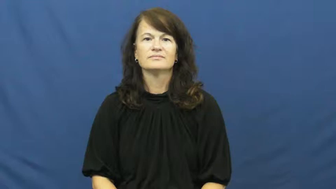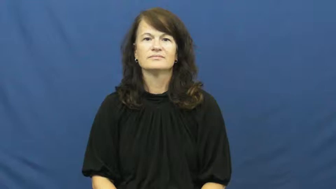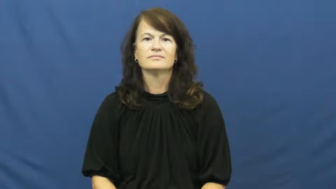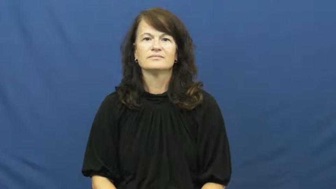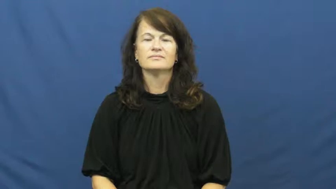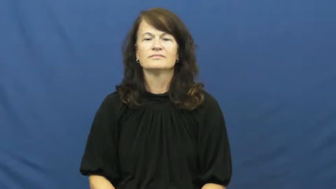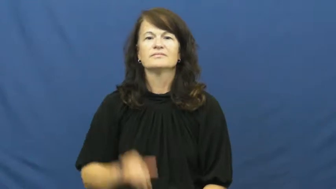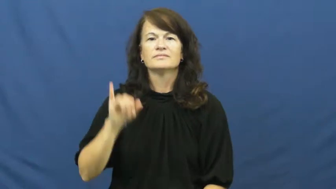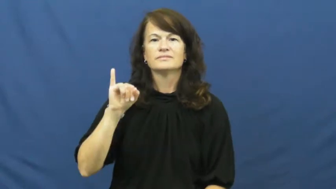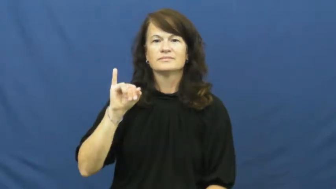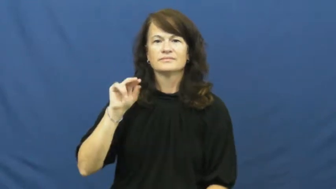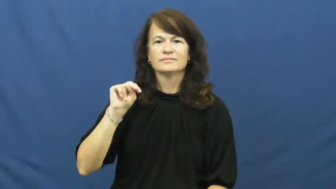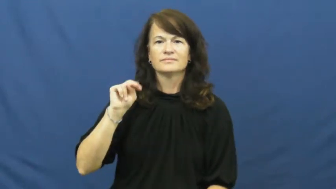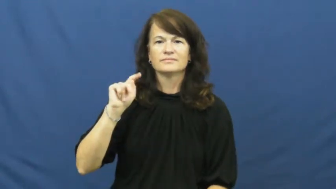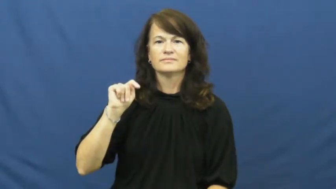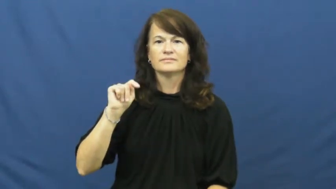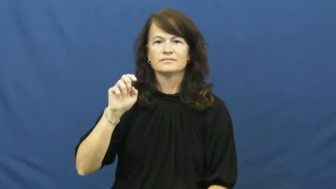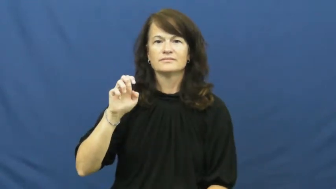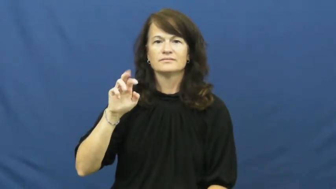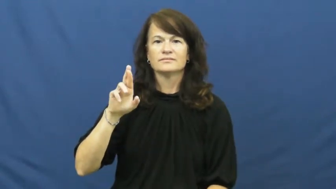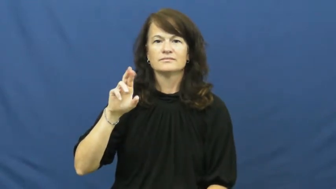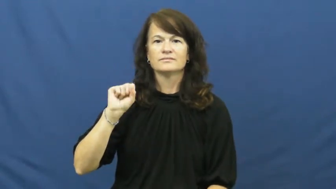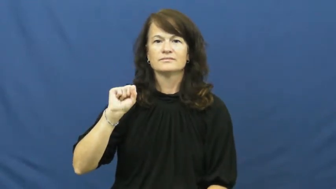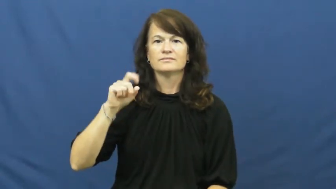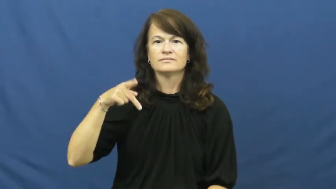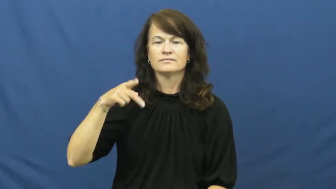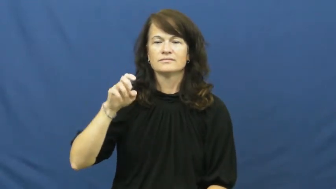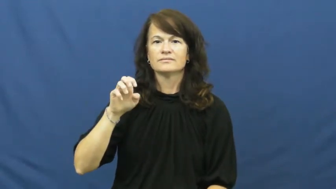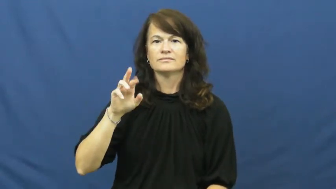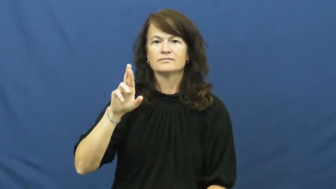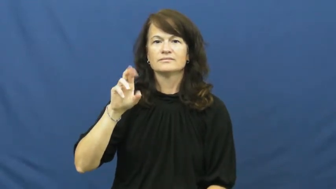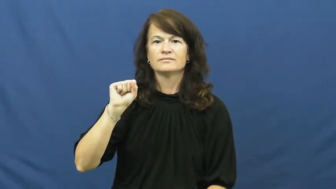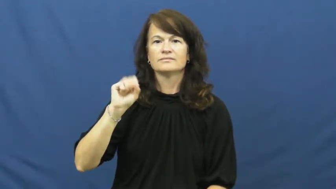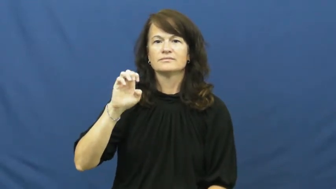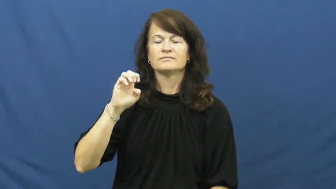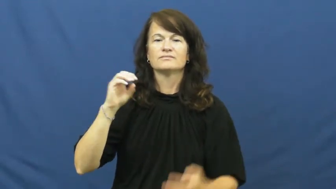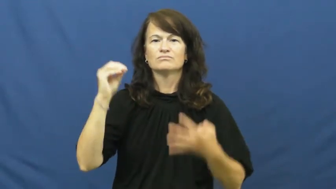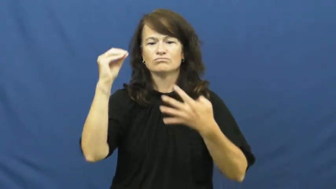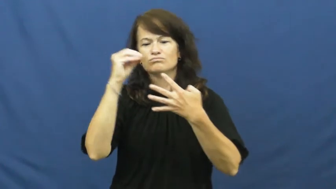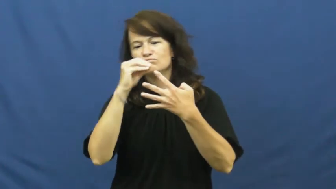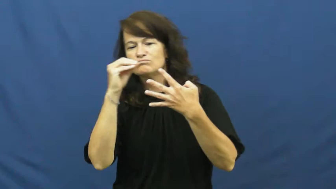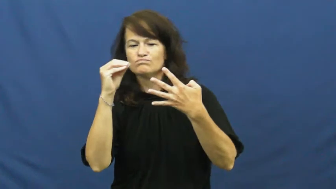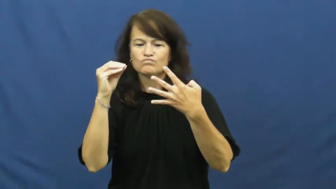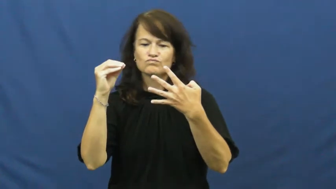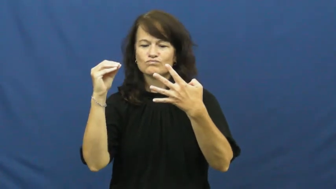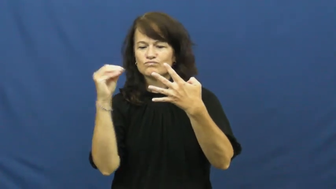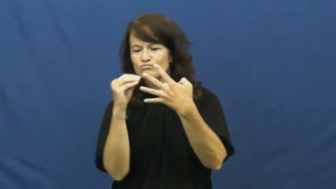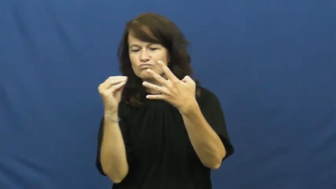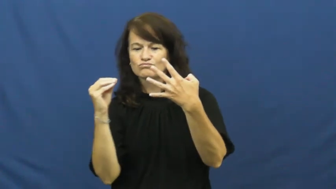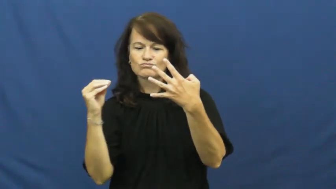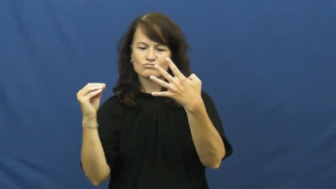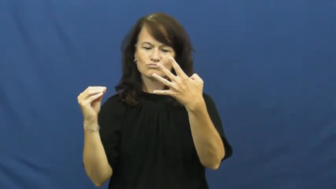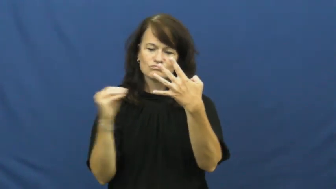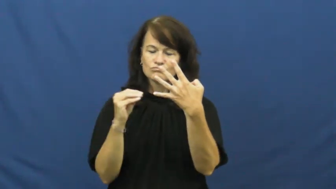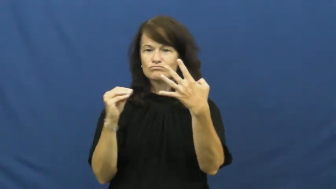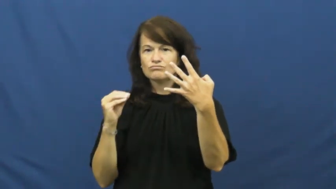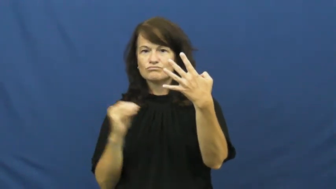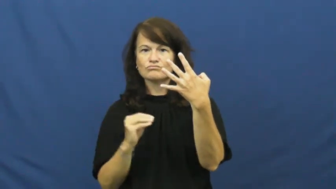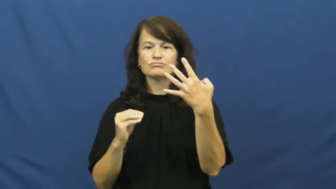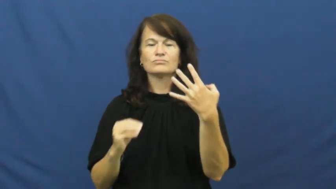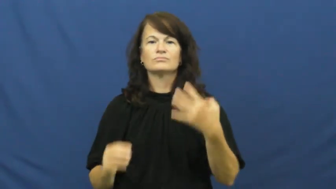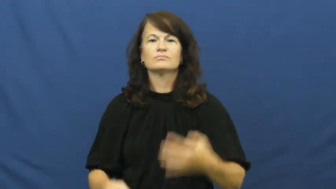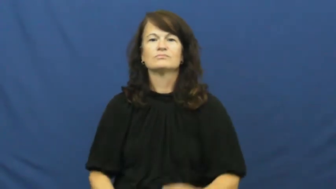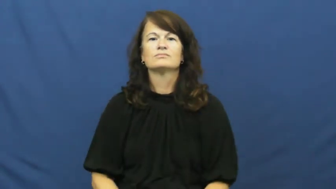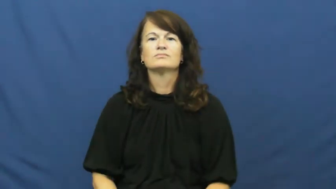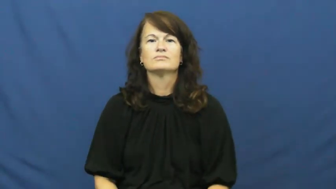intersperse